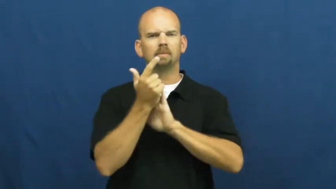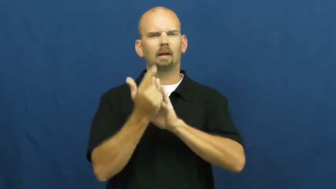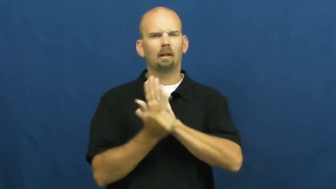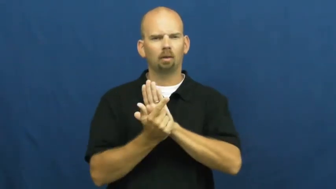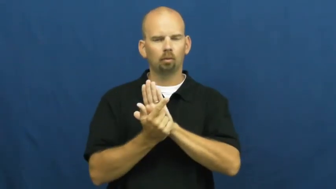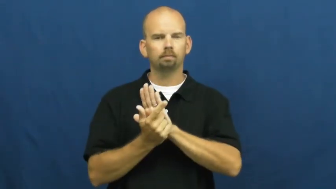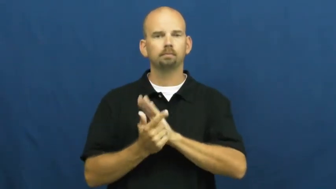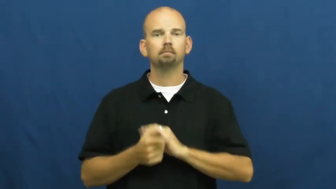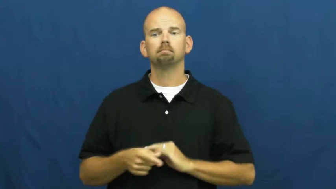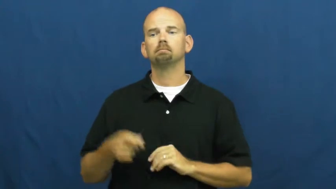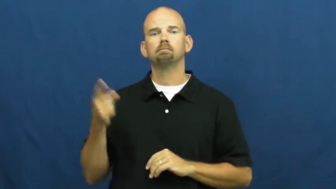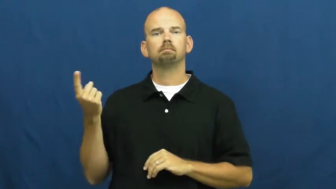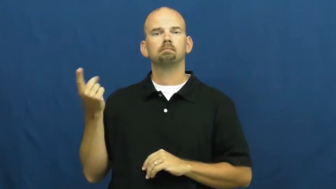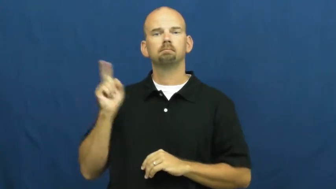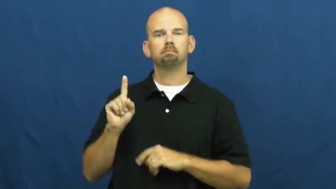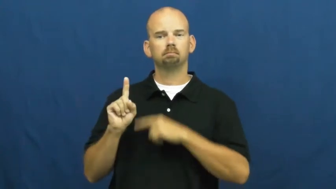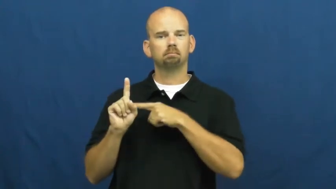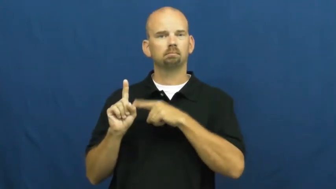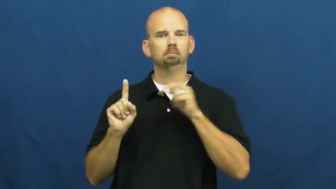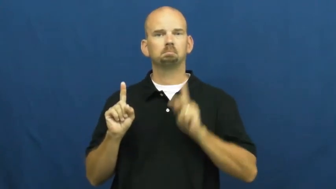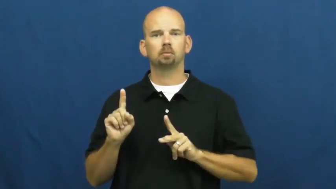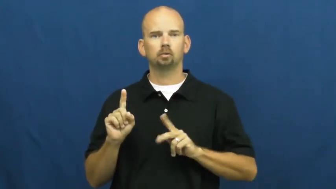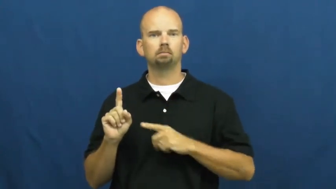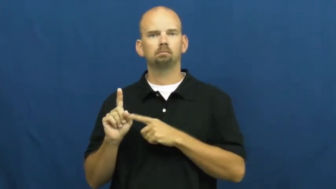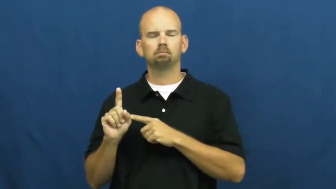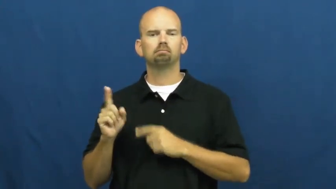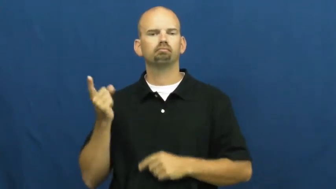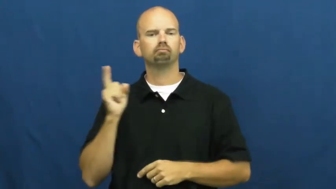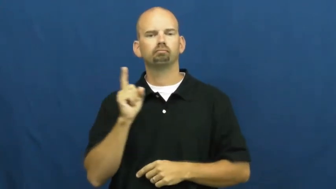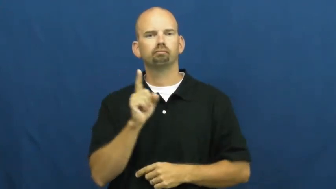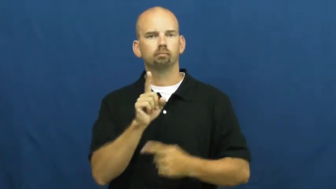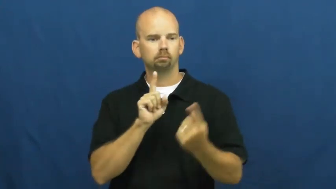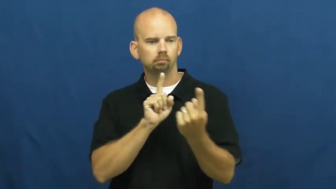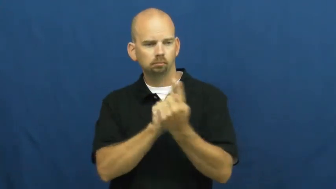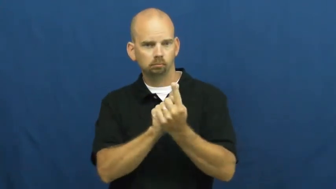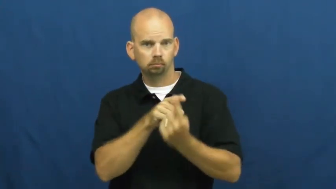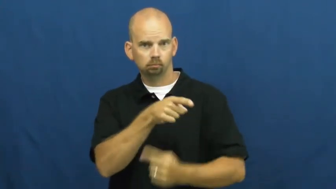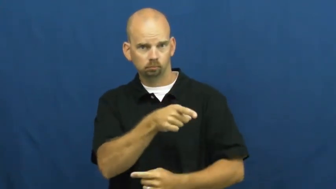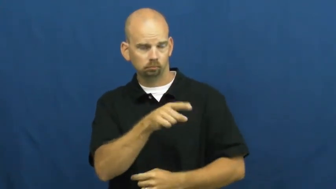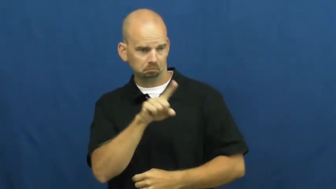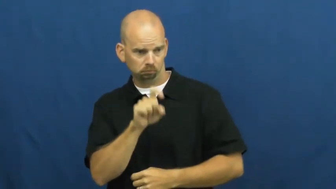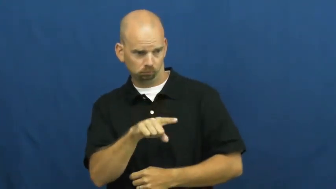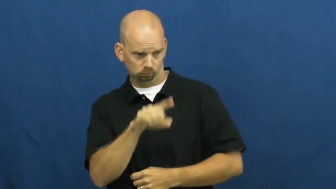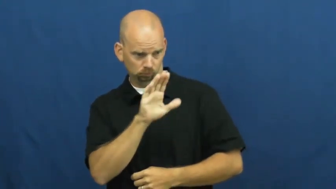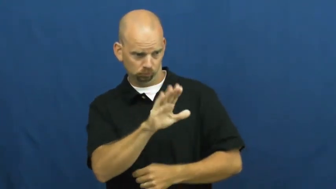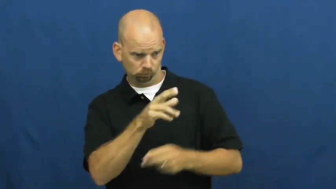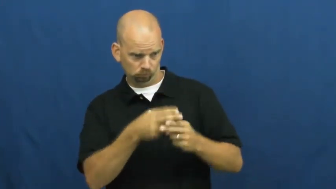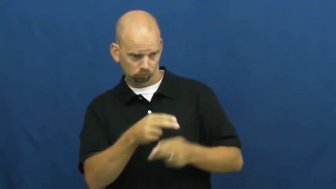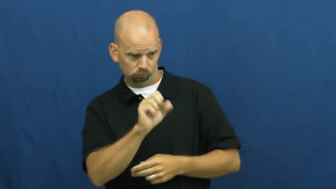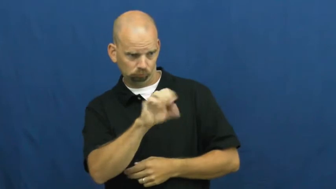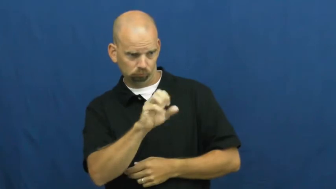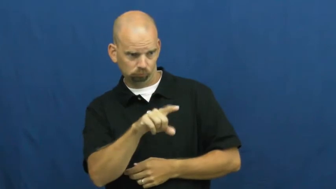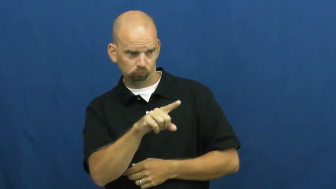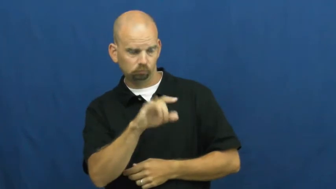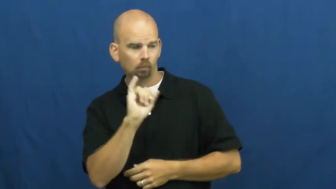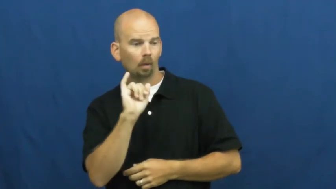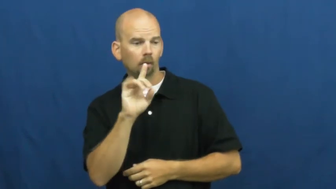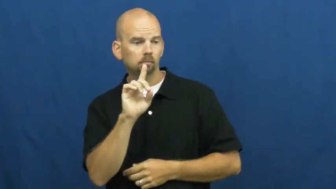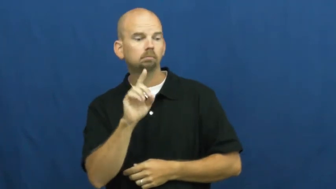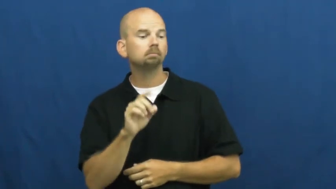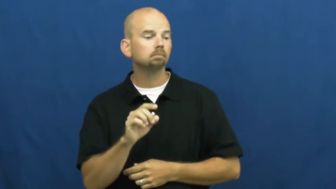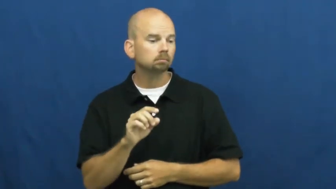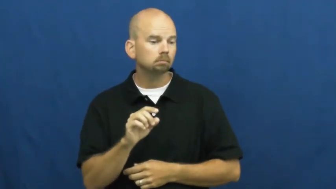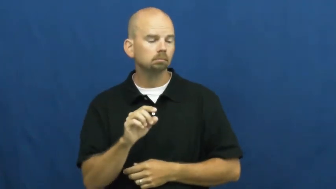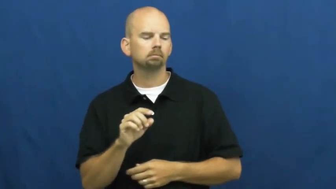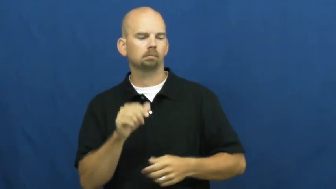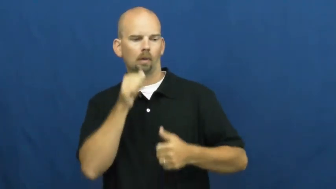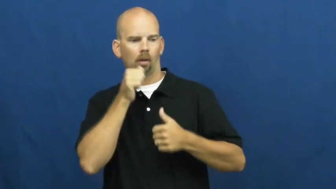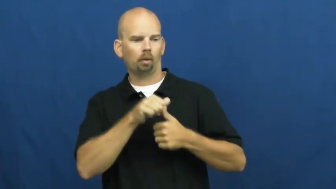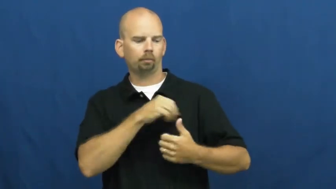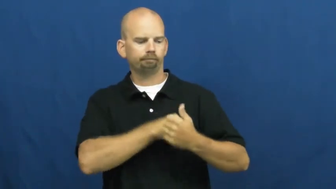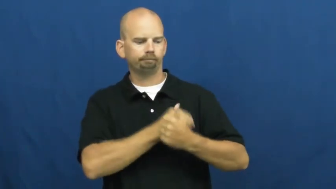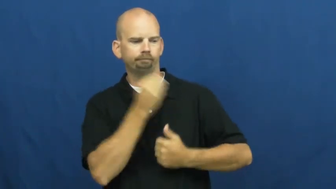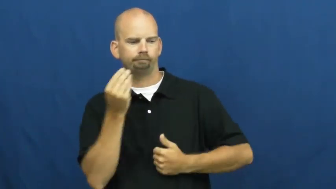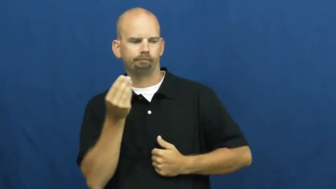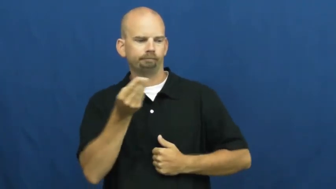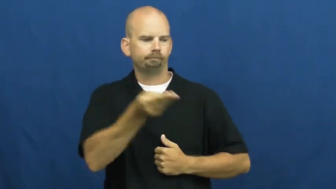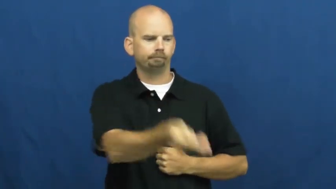serve-legal